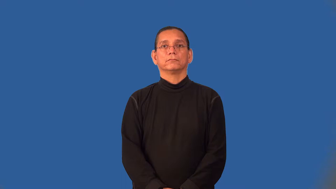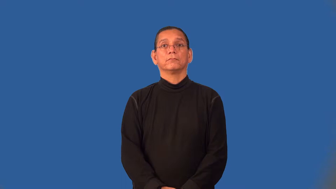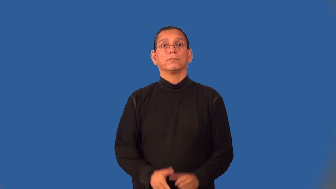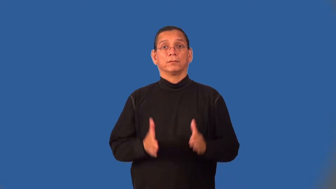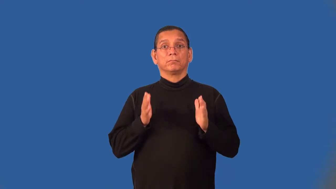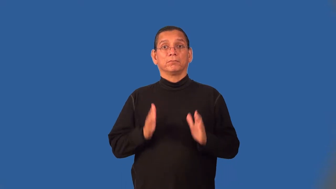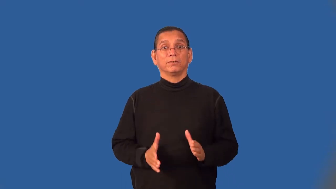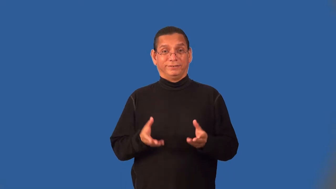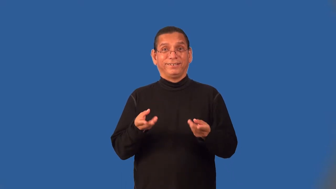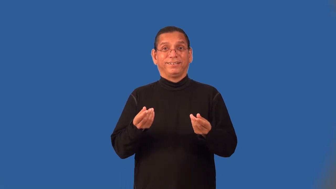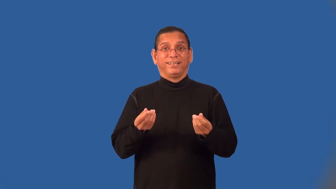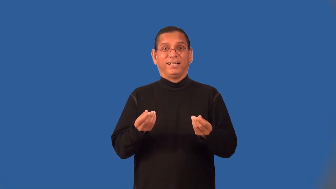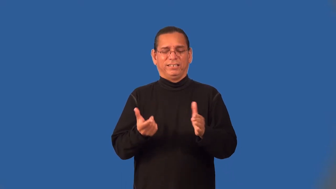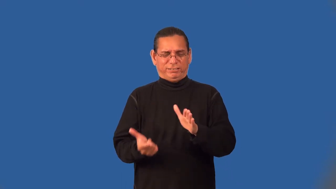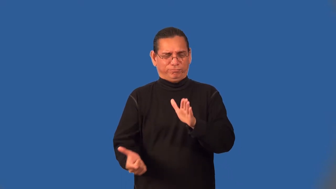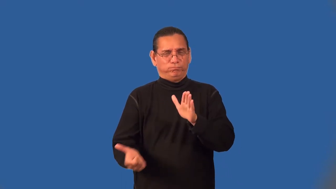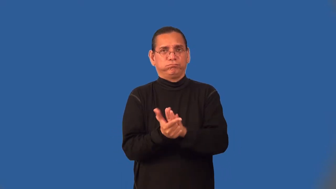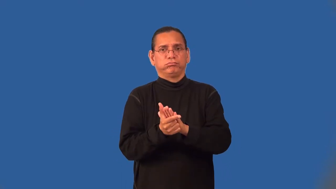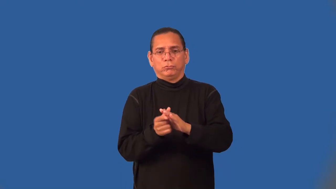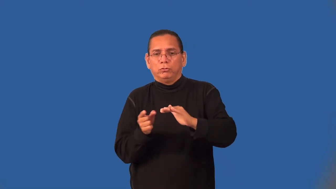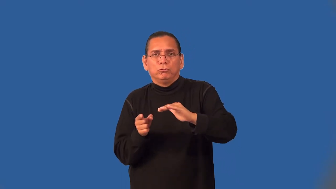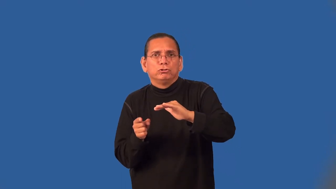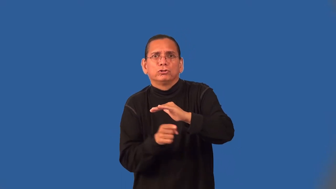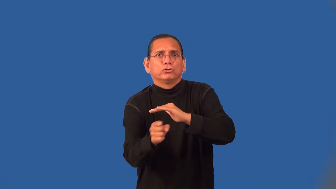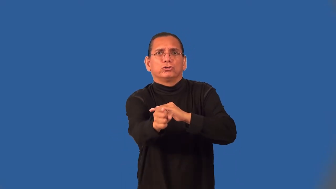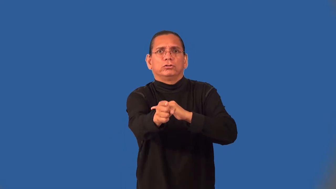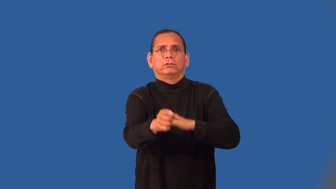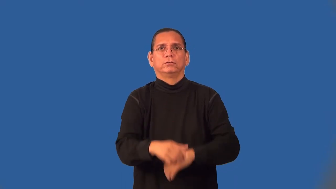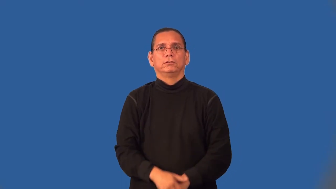trespasser